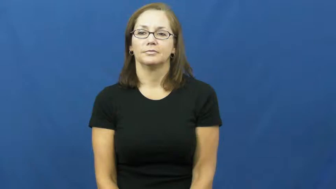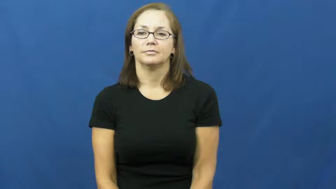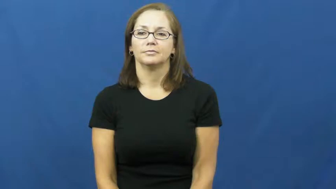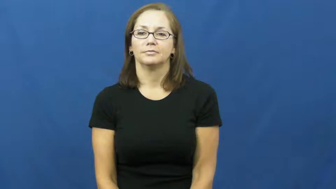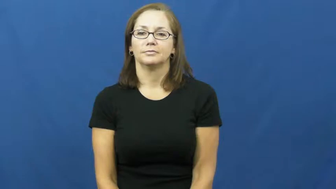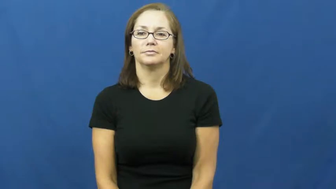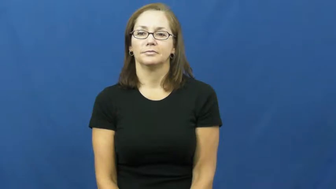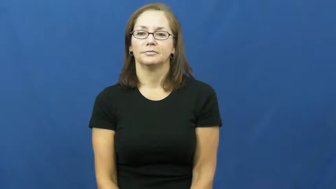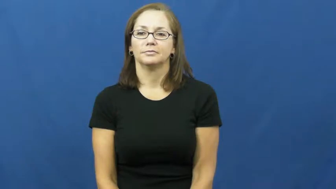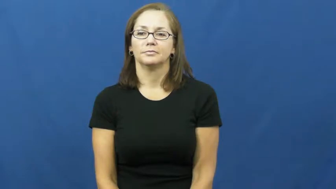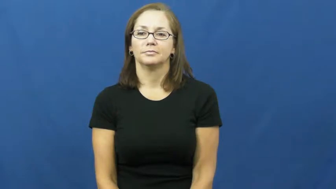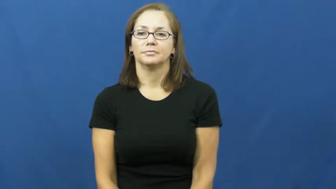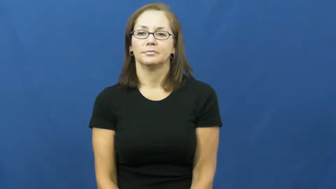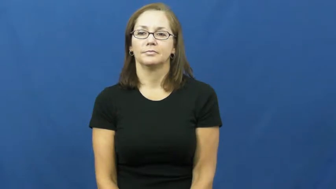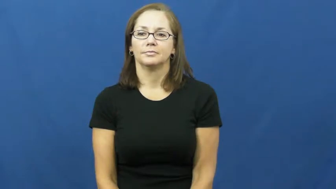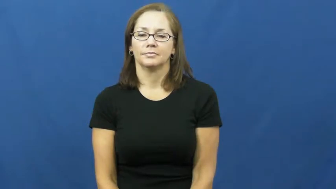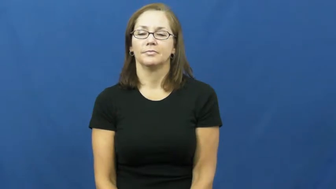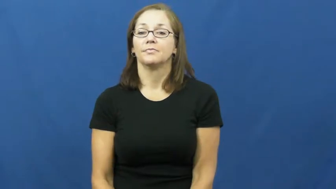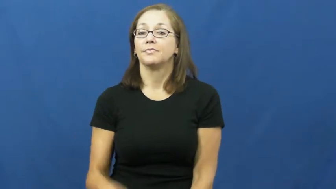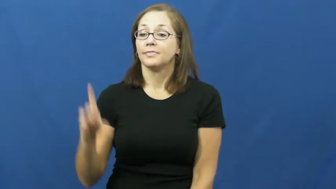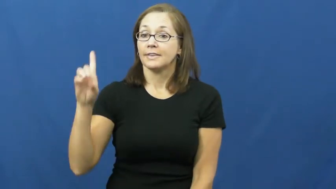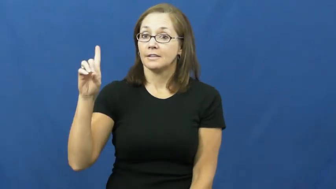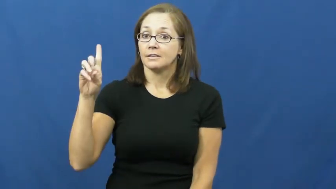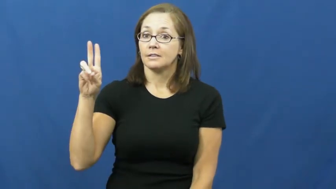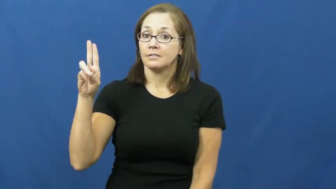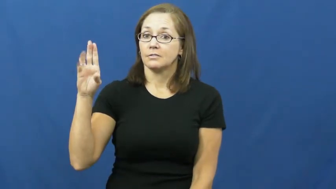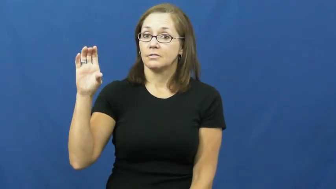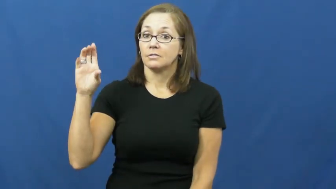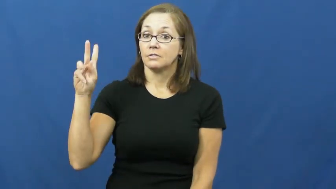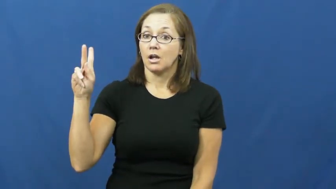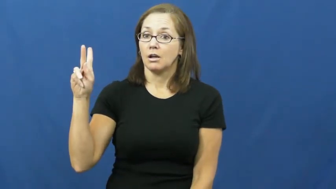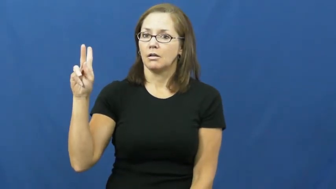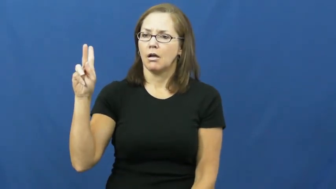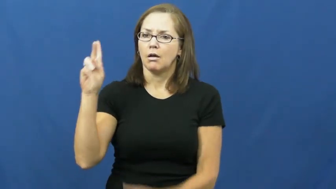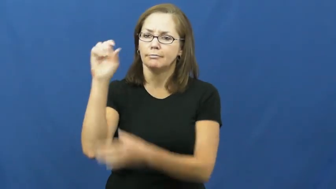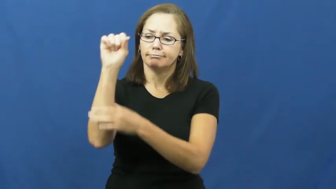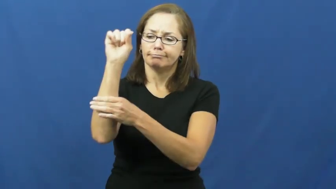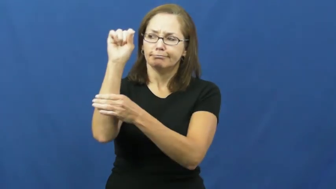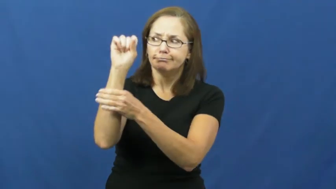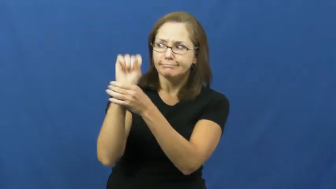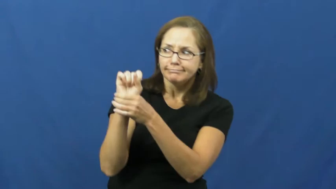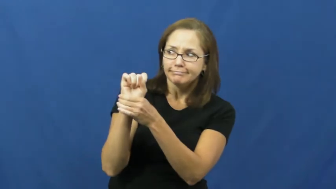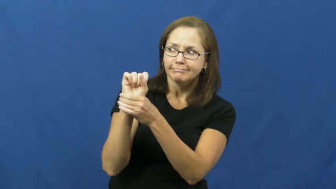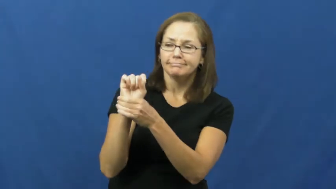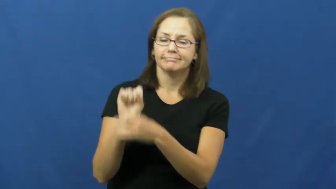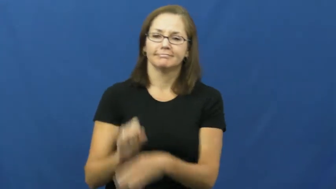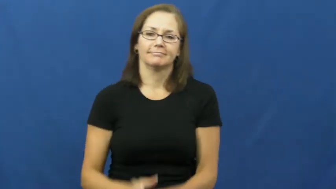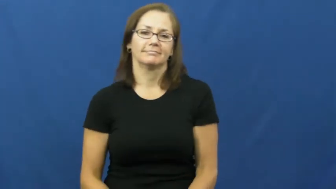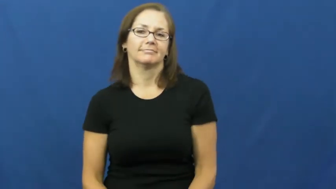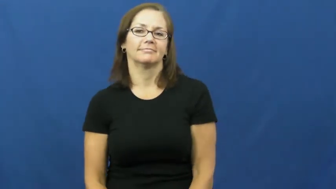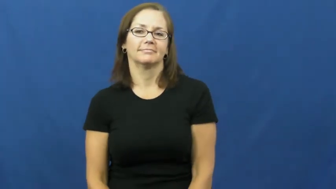duck,duck down